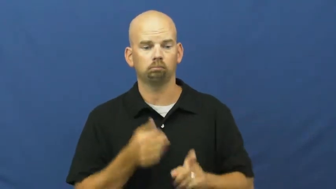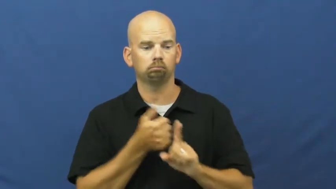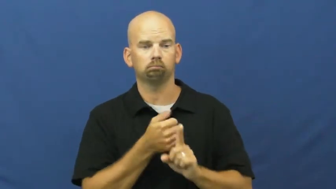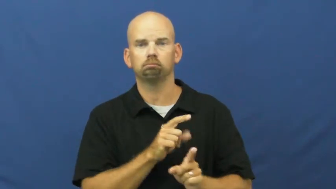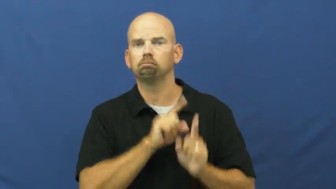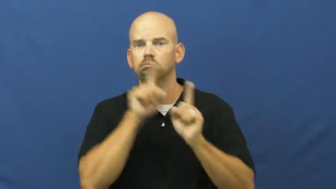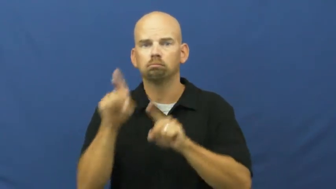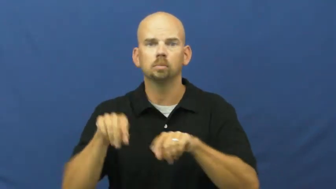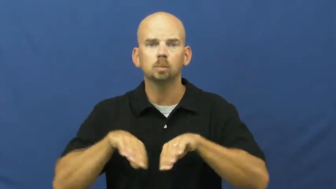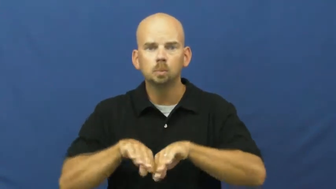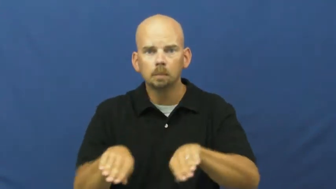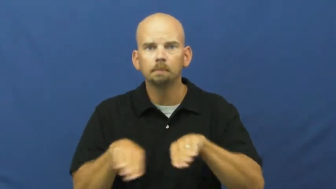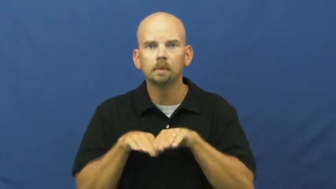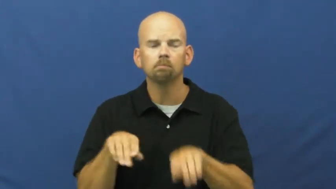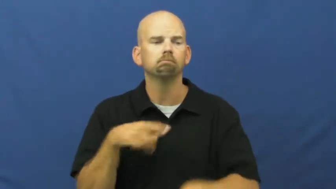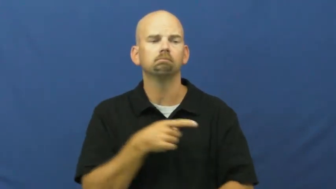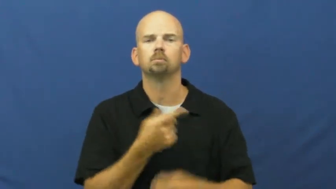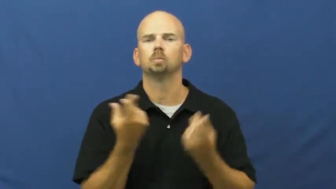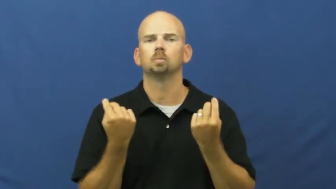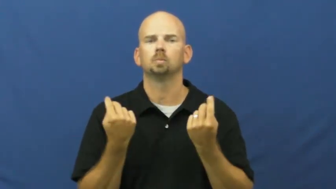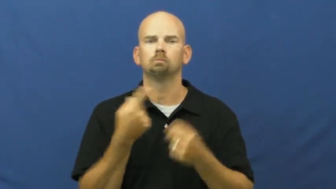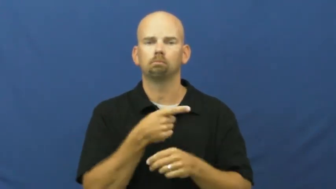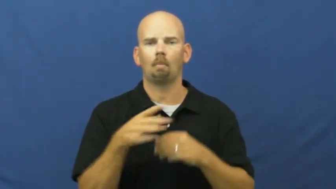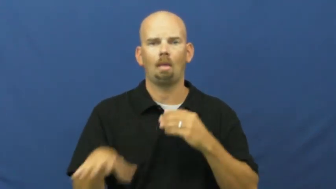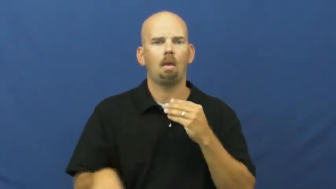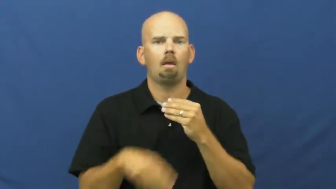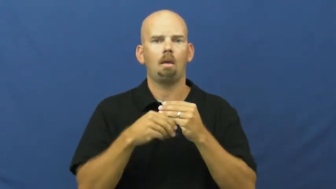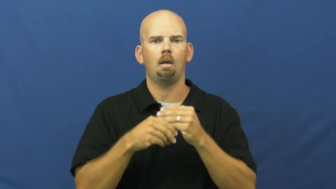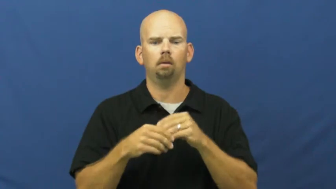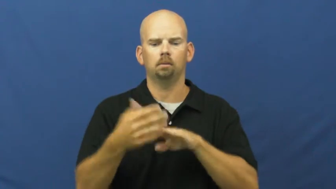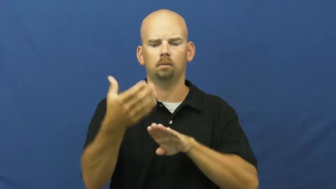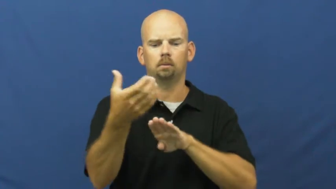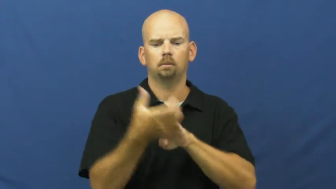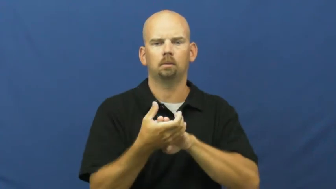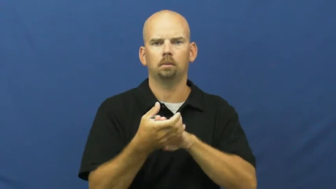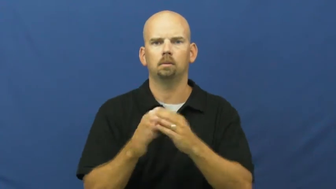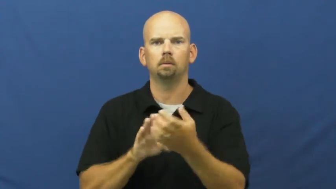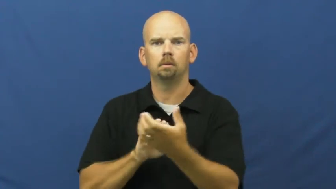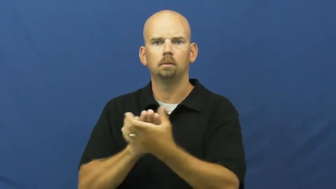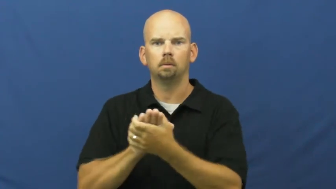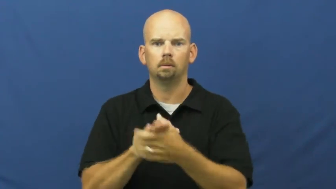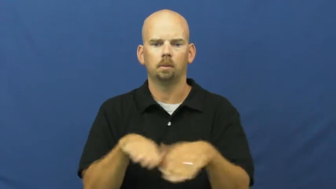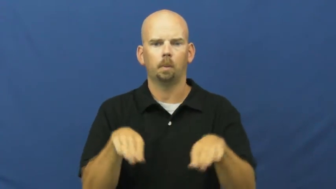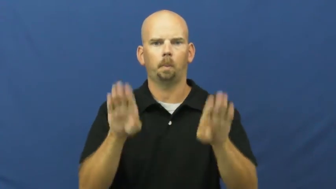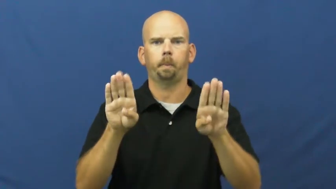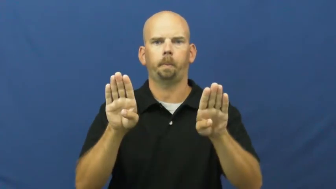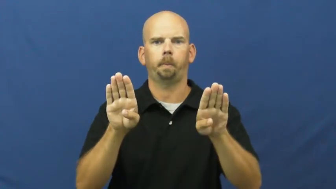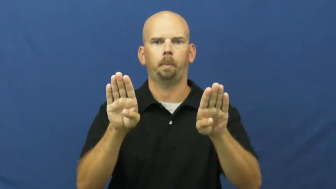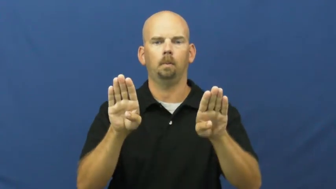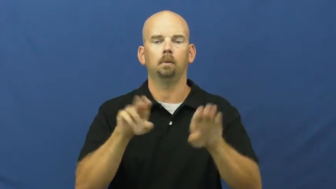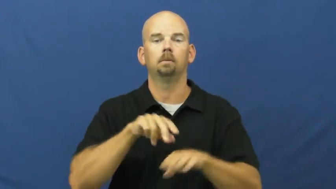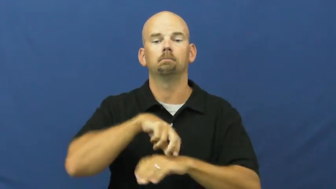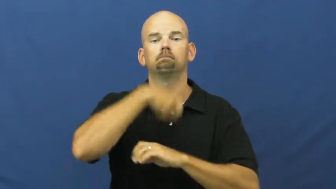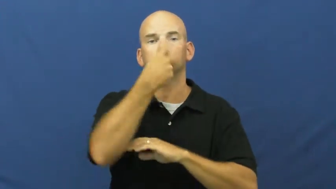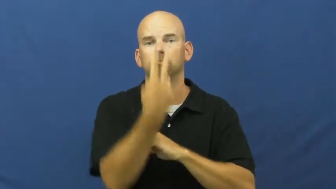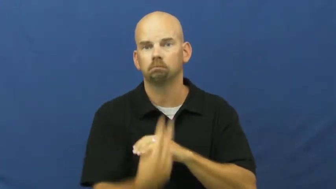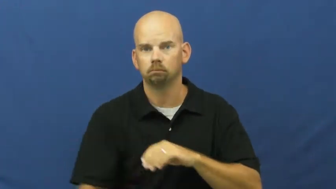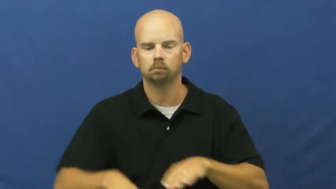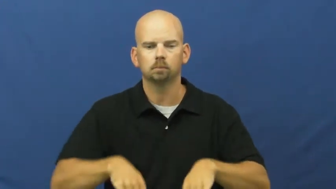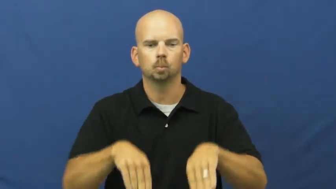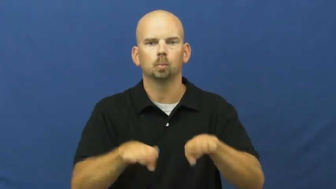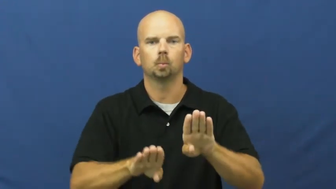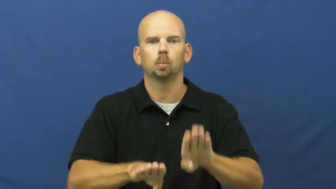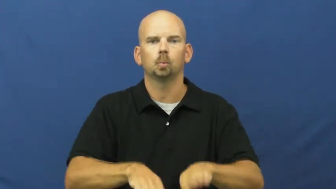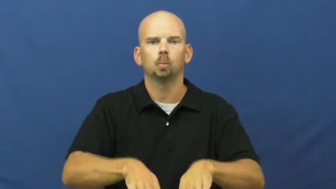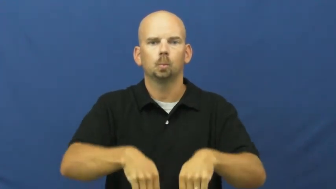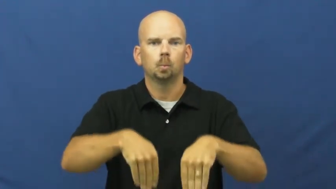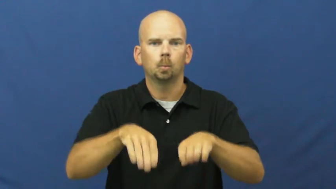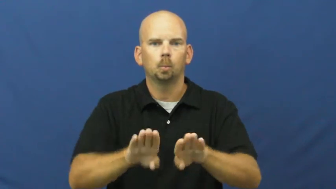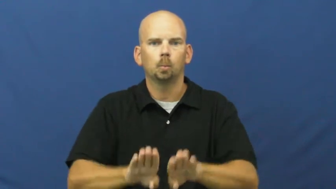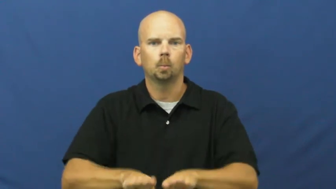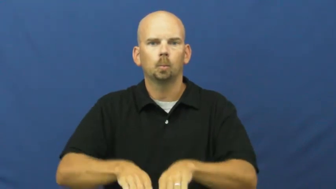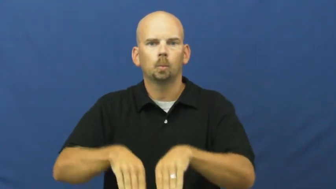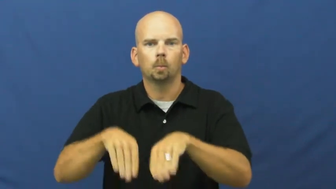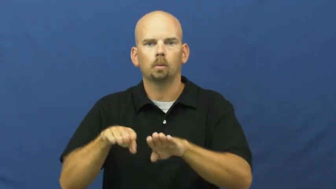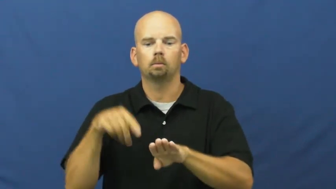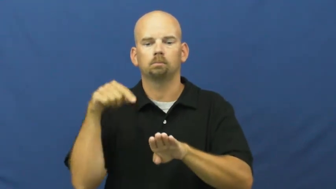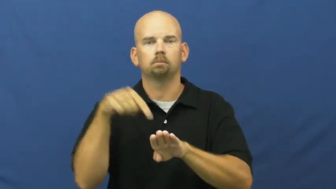fin-swim